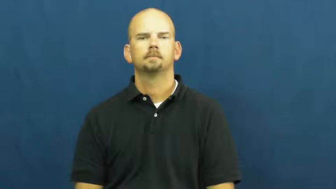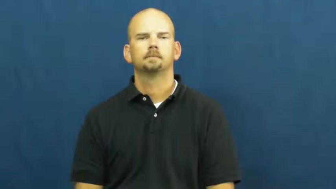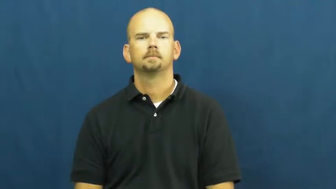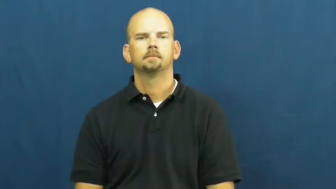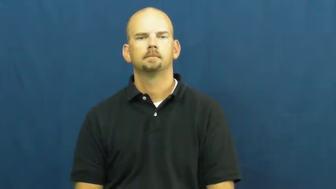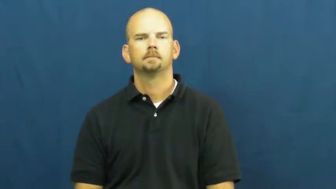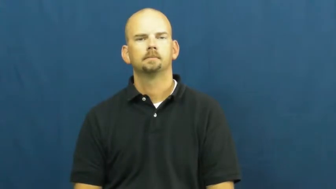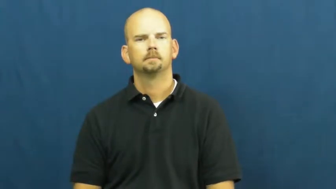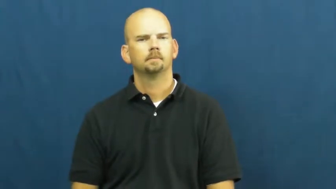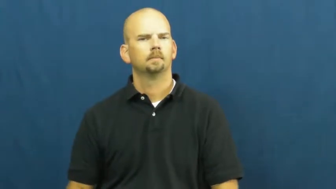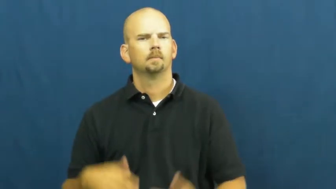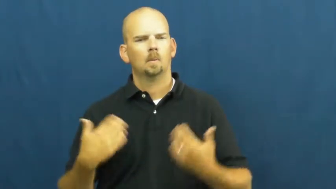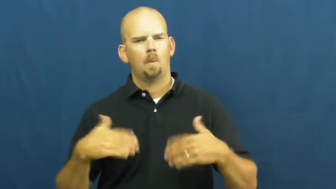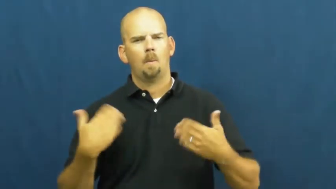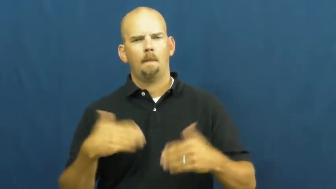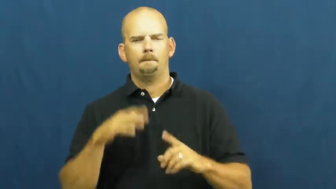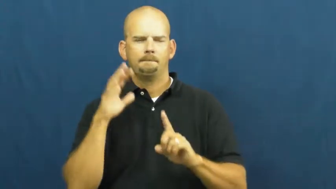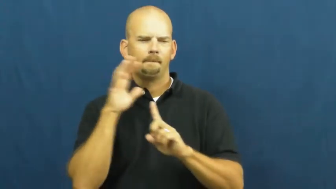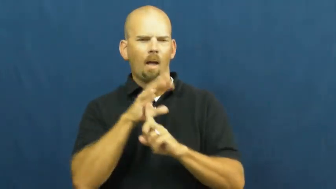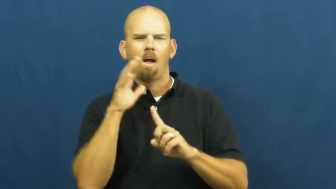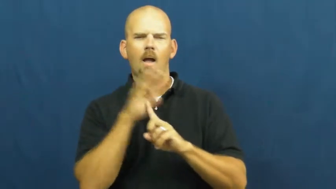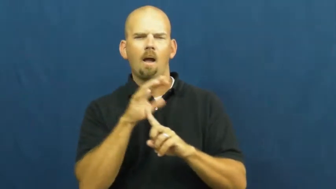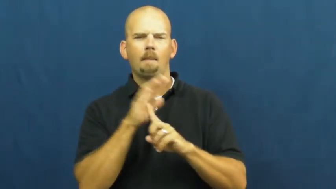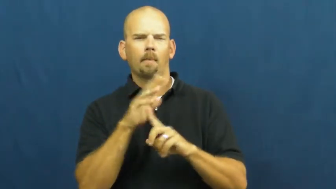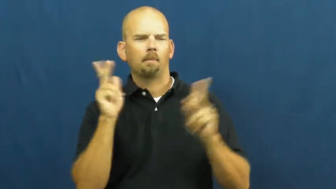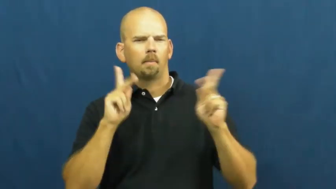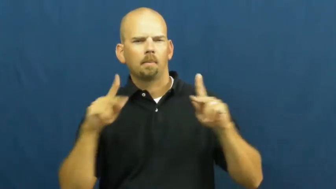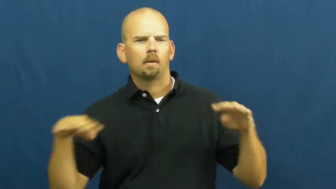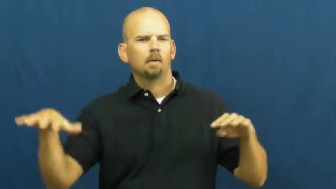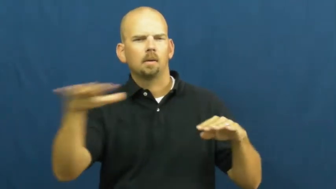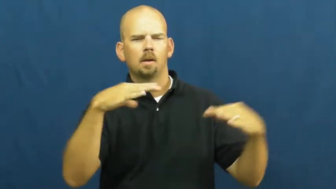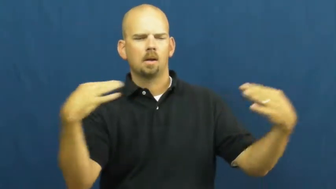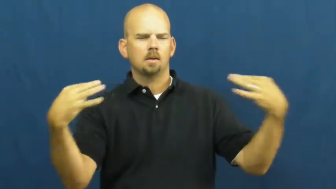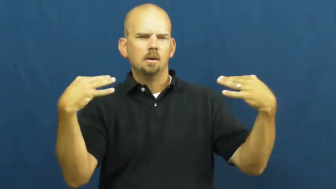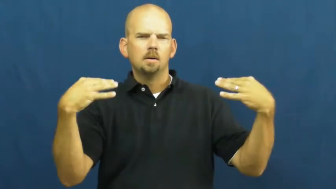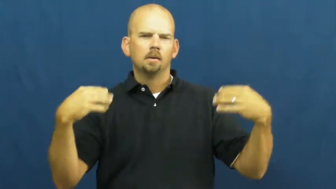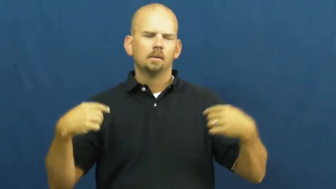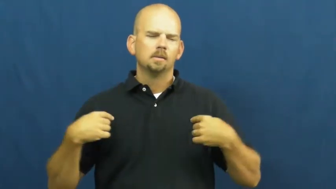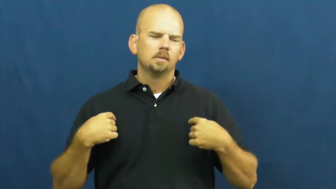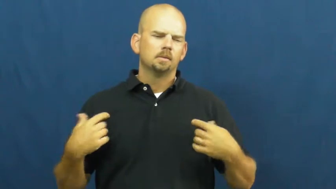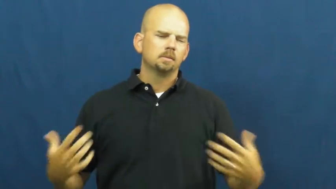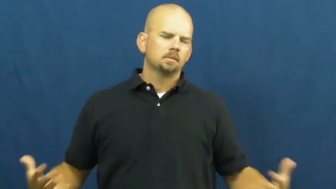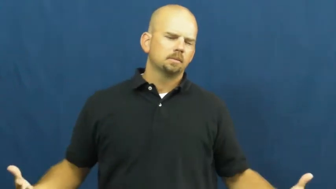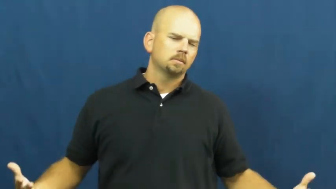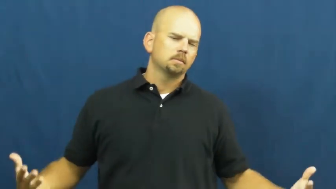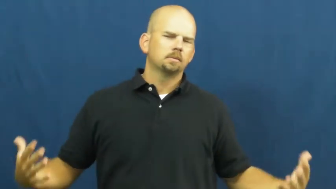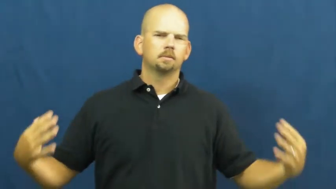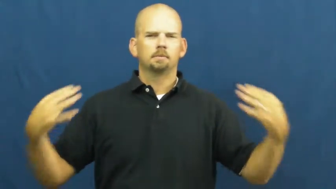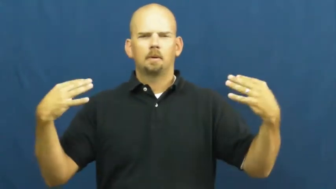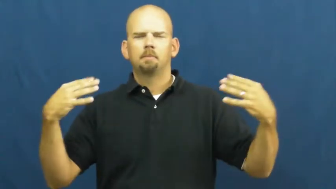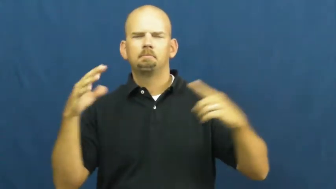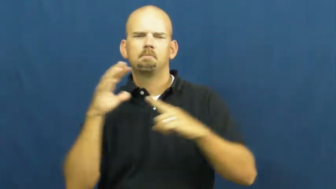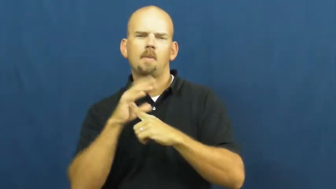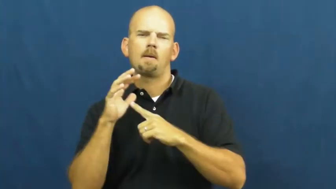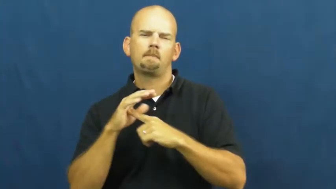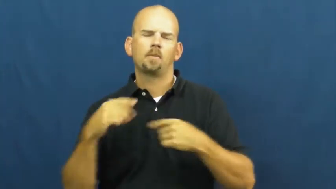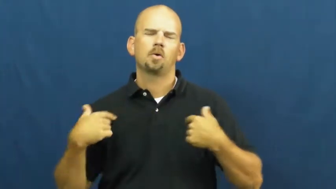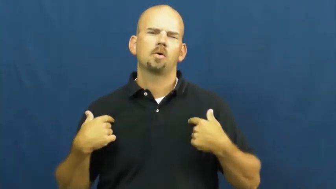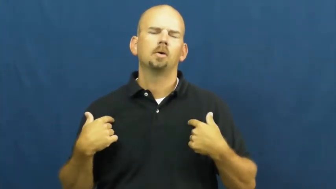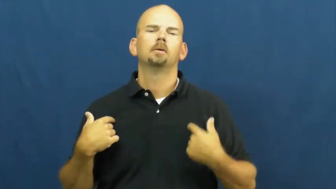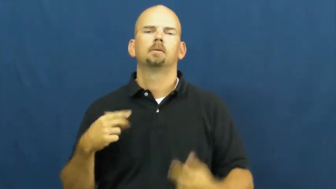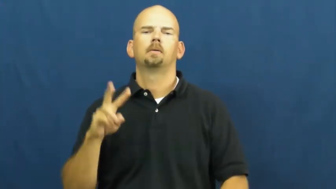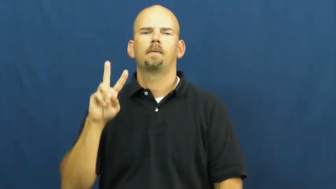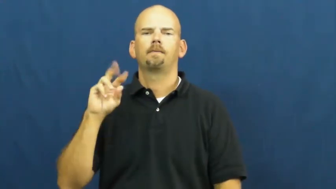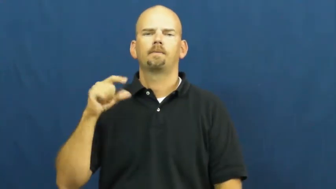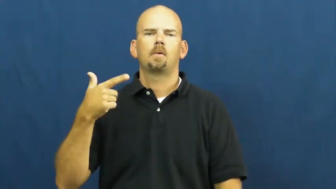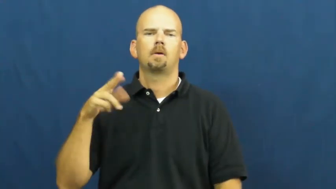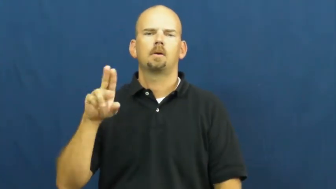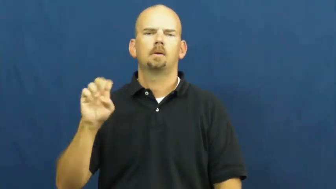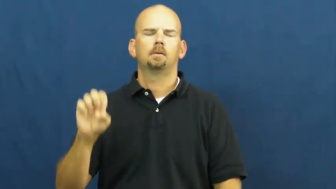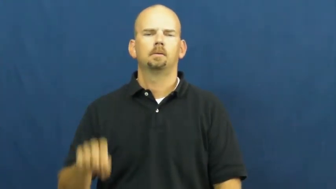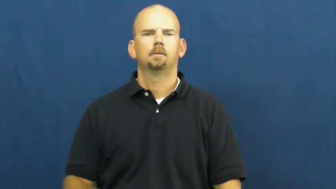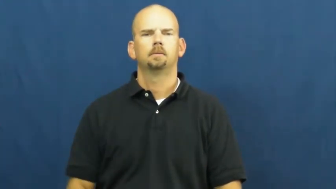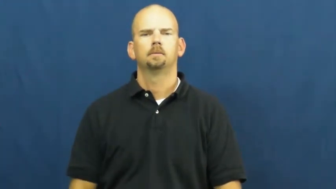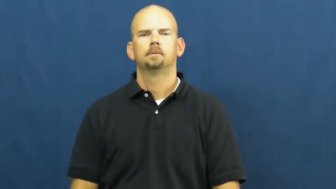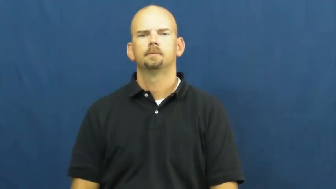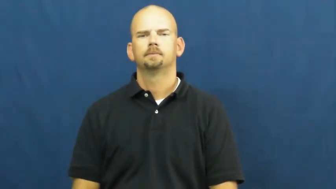vogue